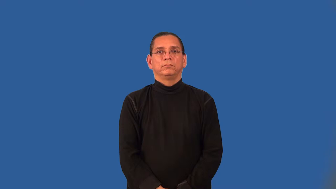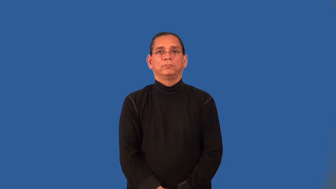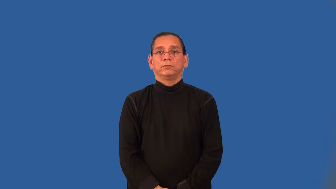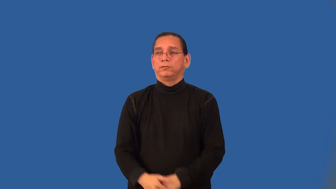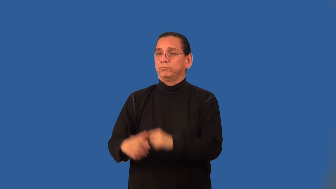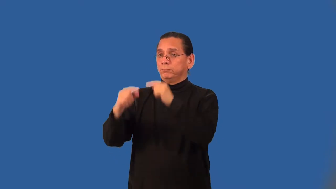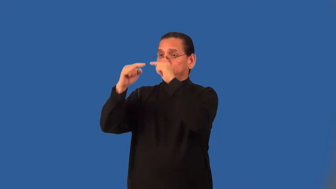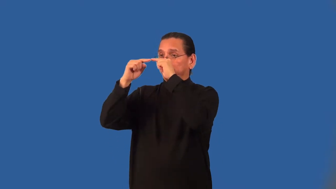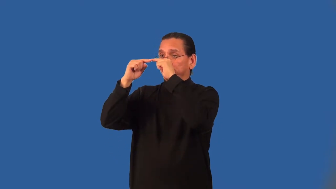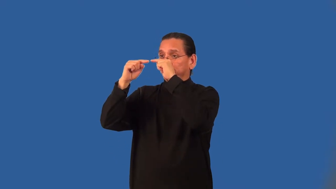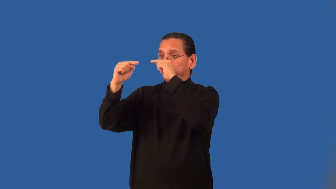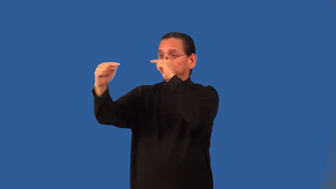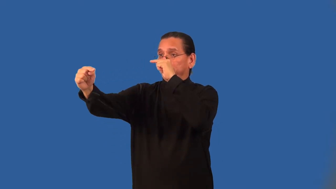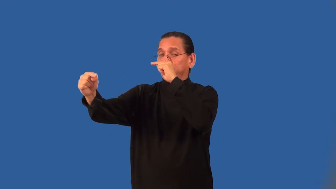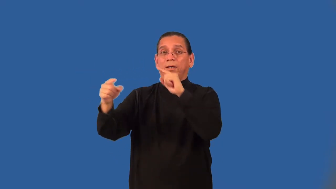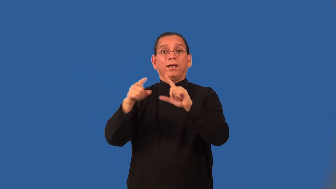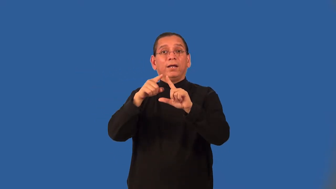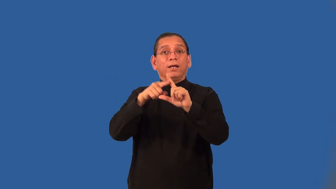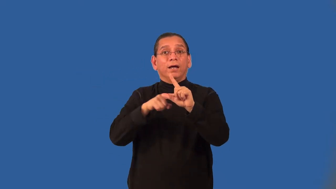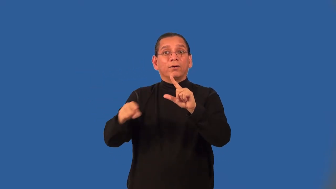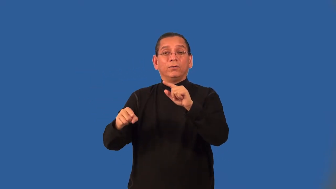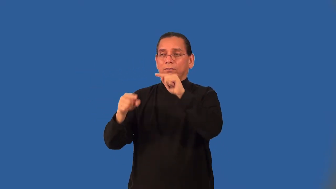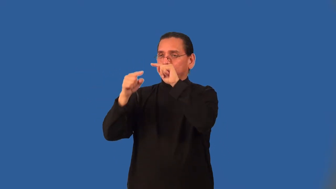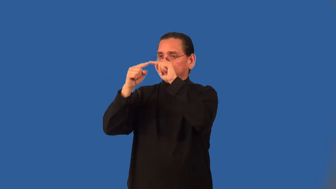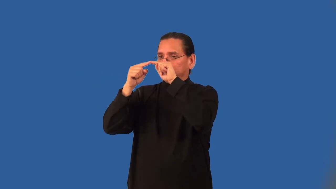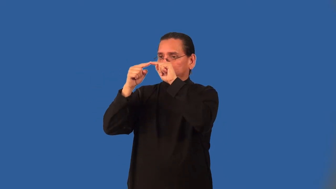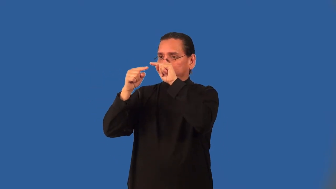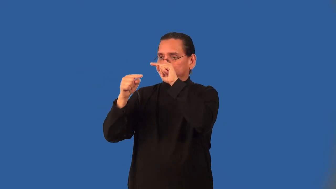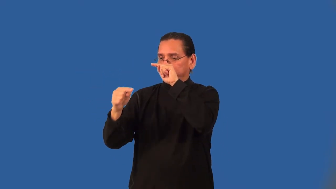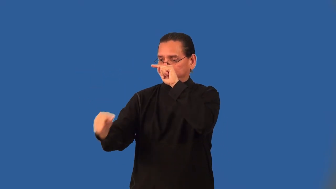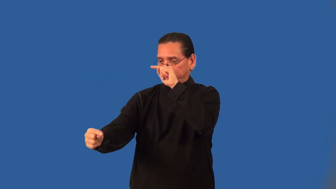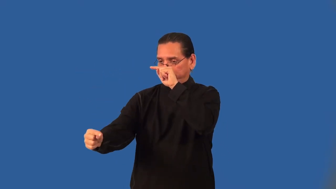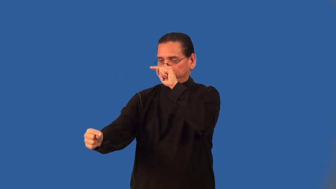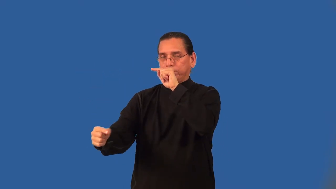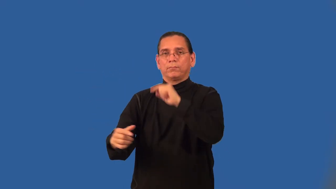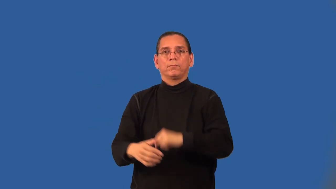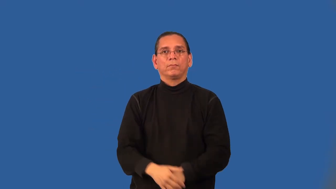angle of depression